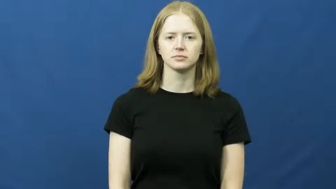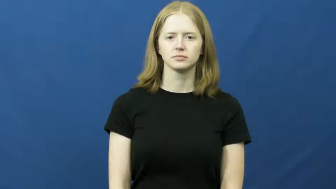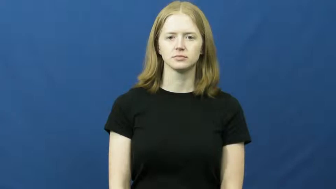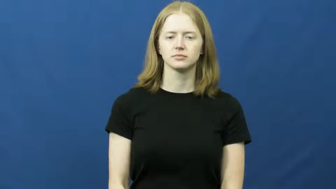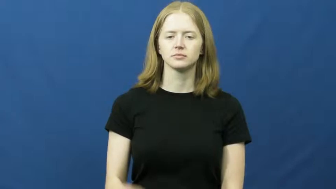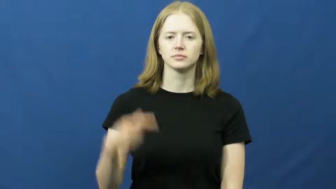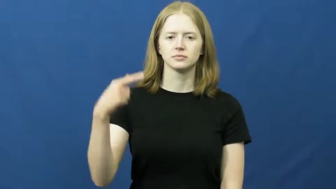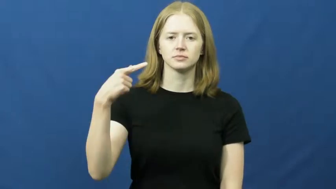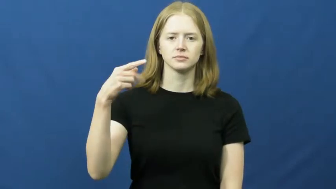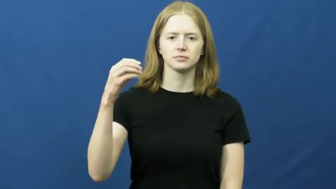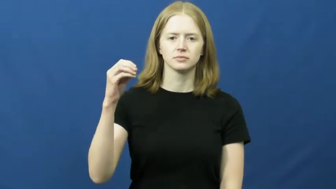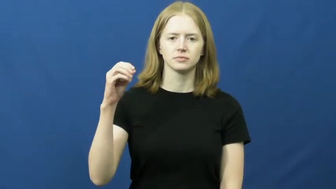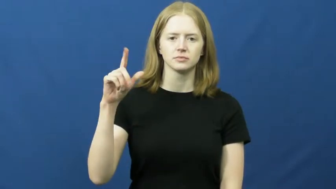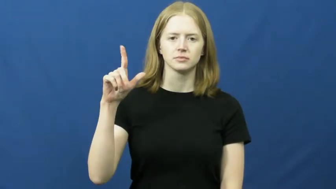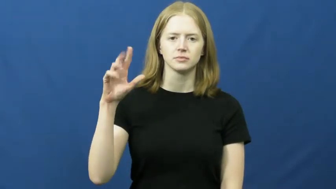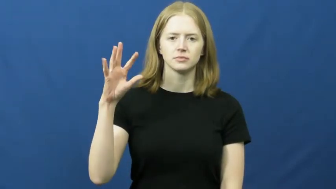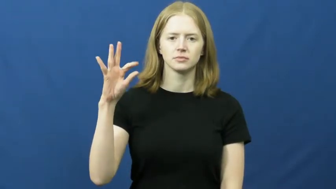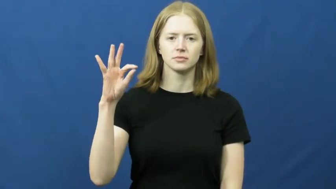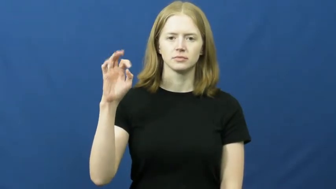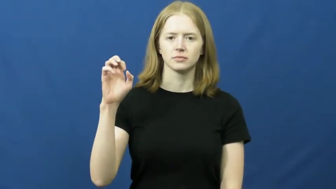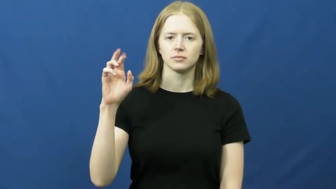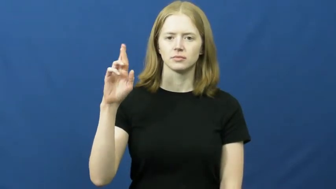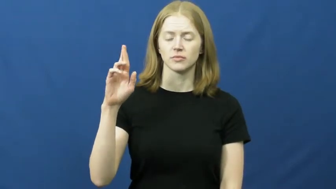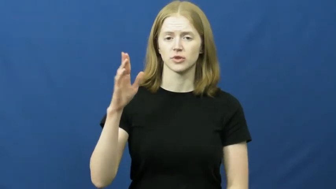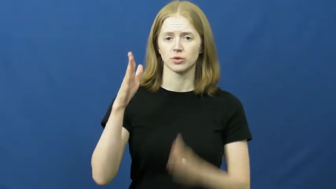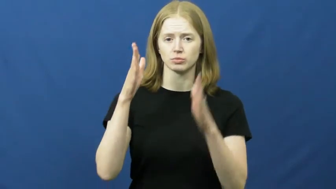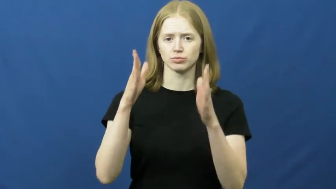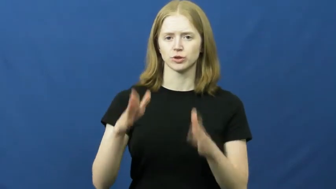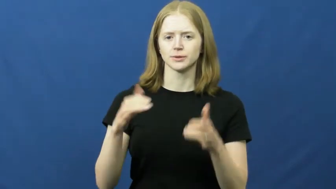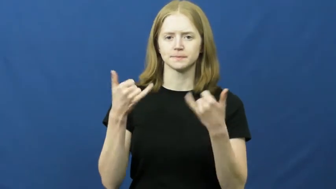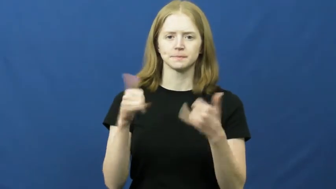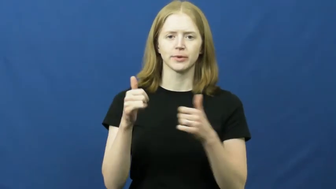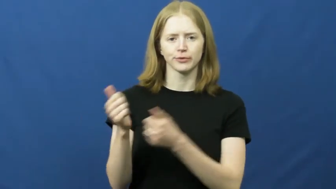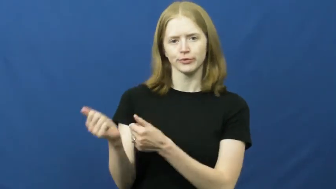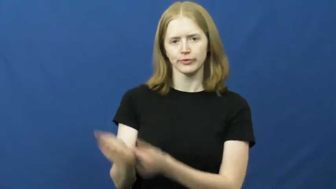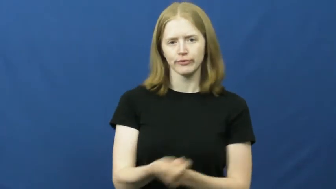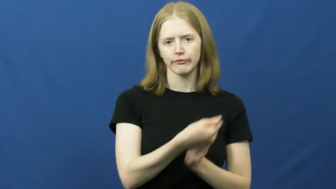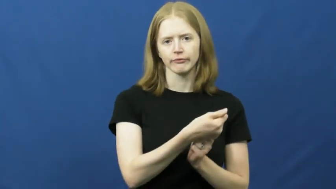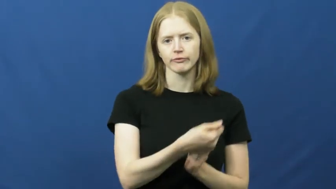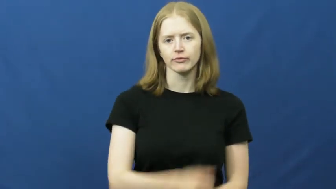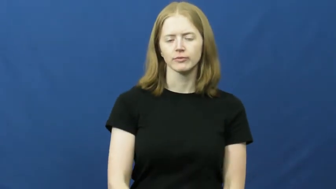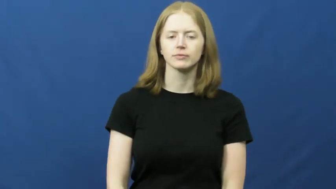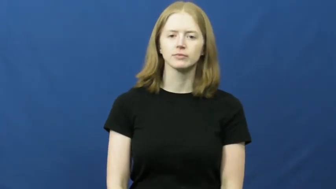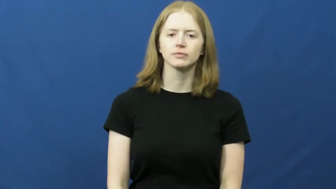golfer